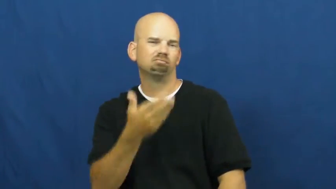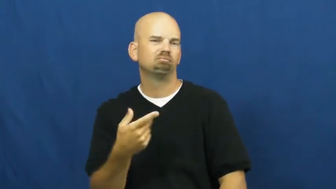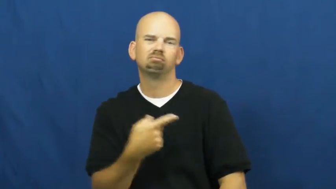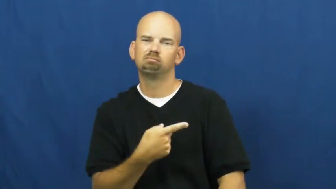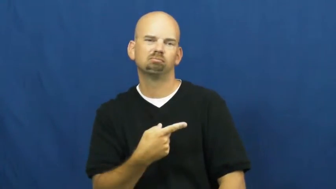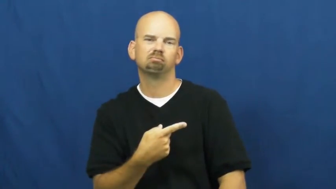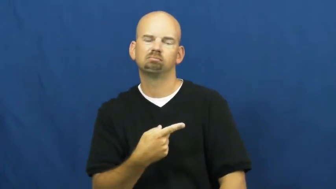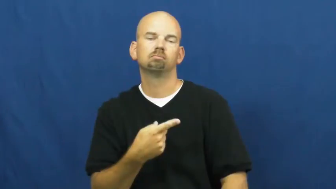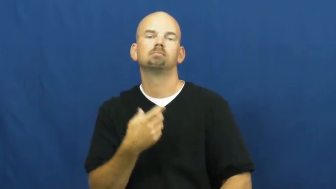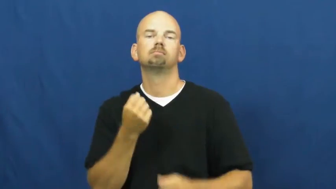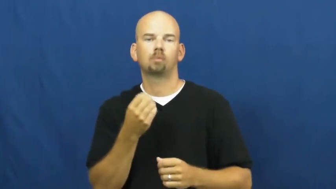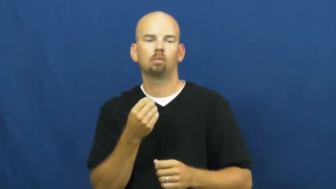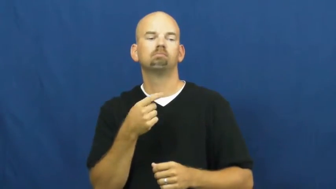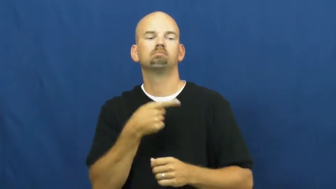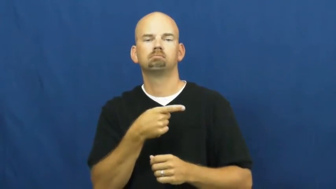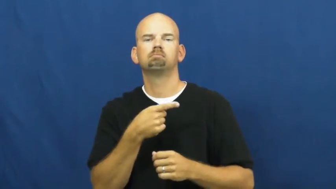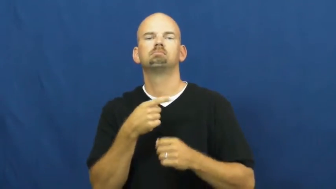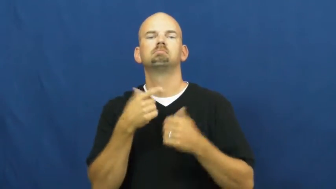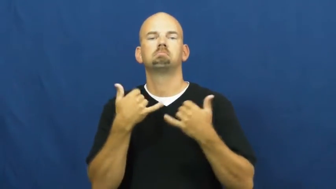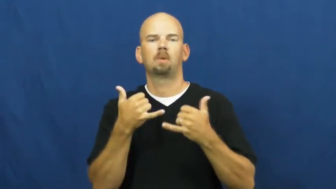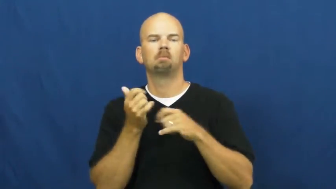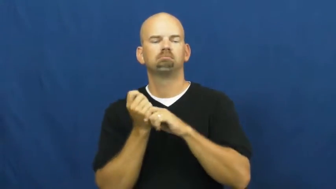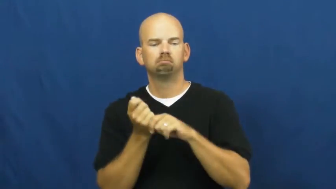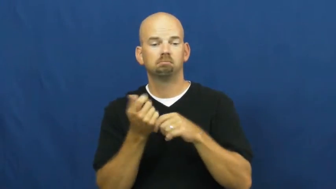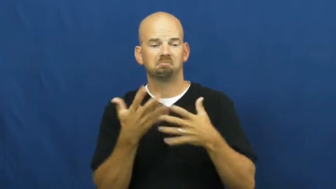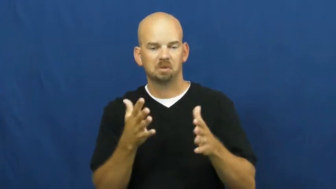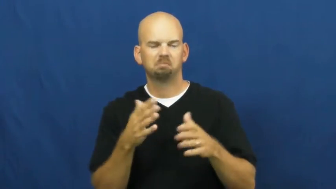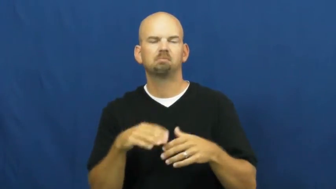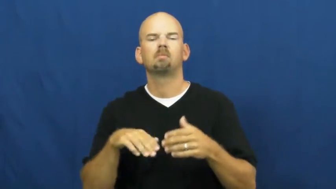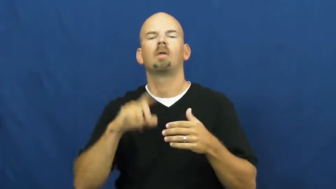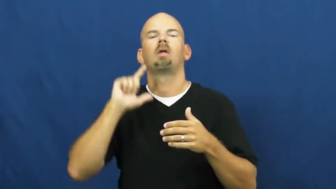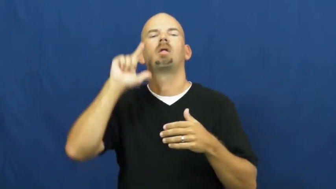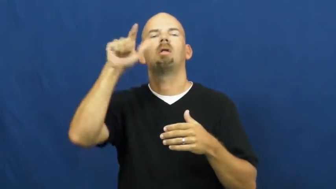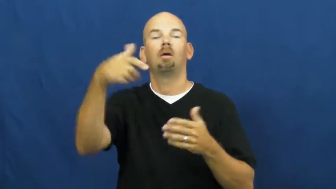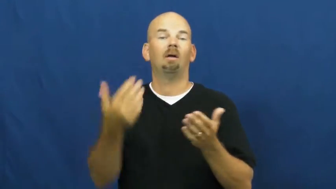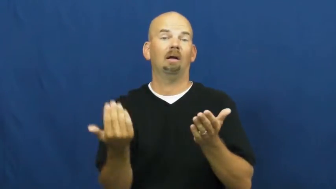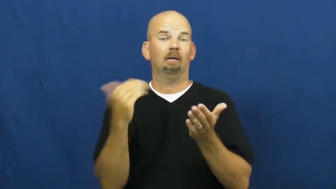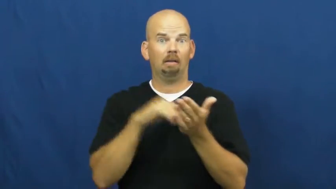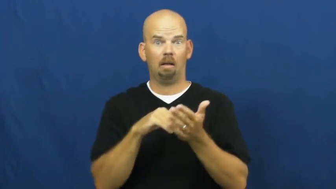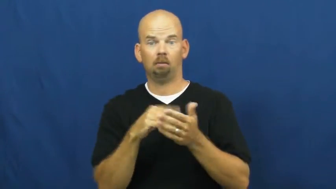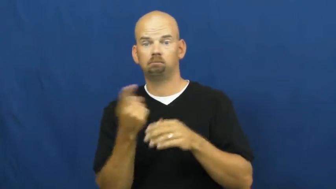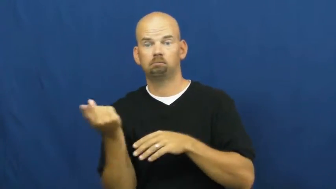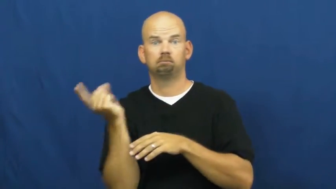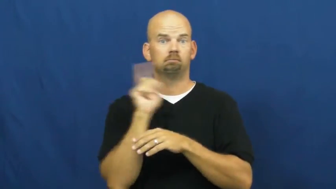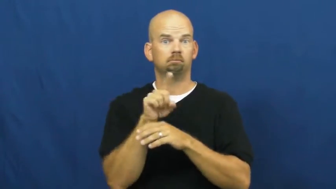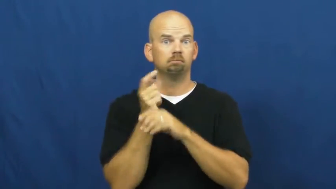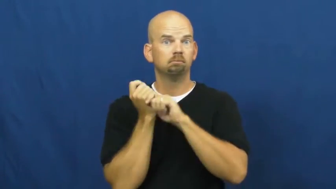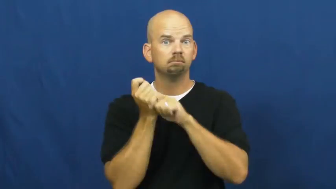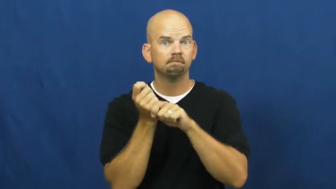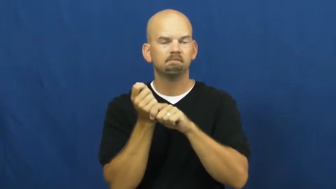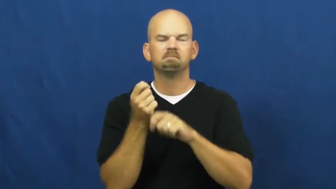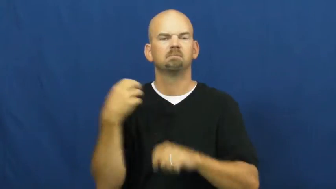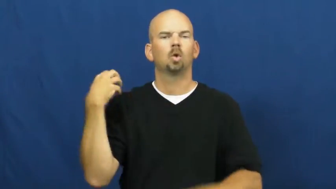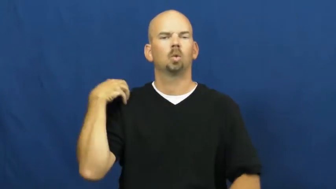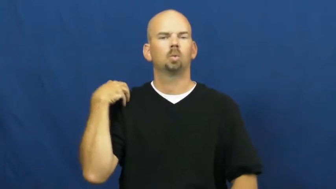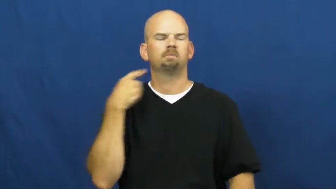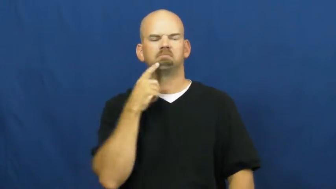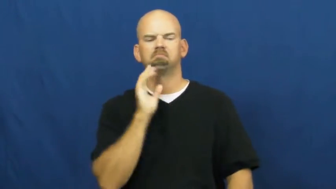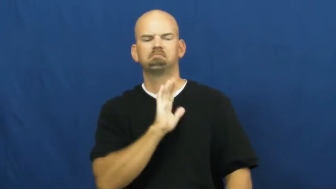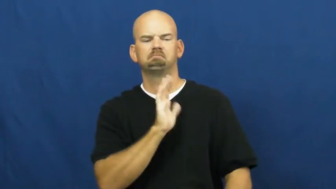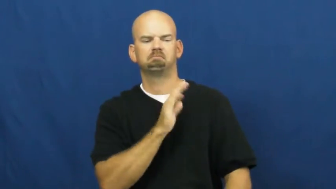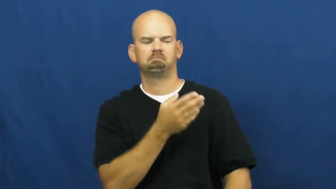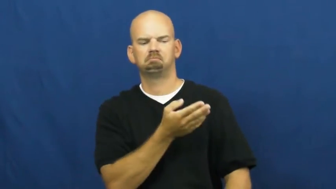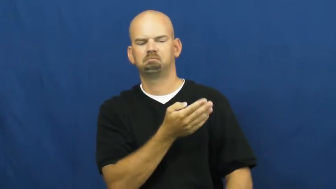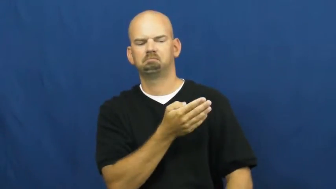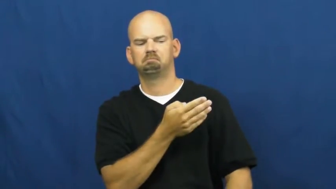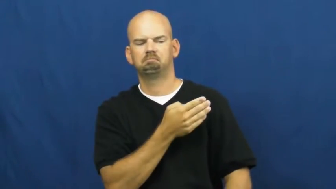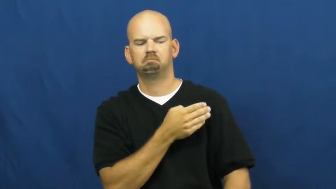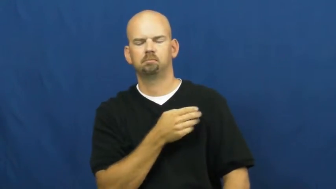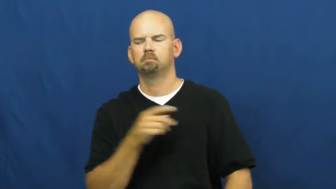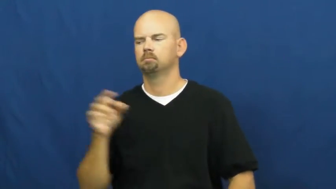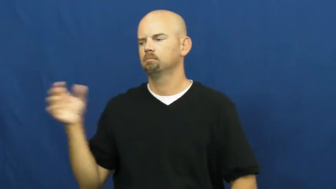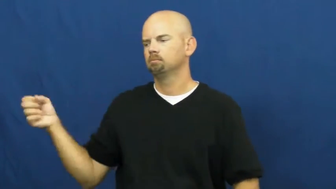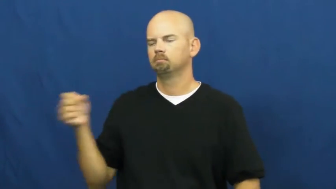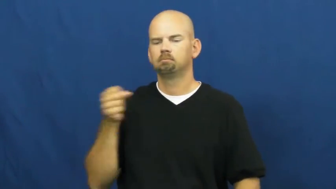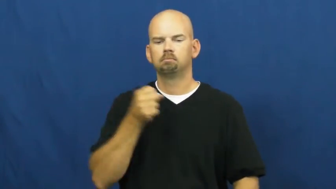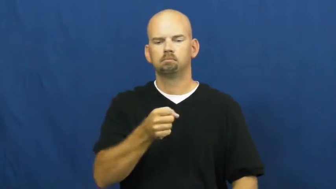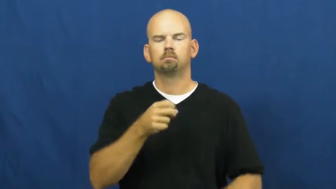pinch hit